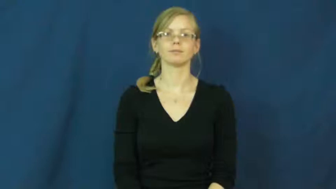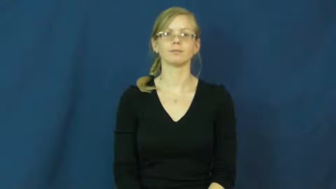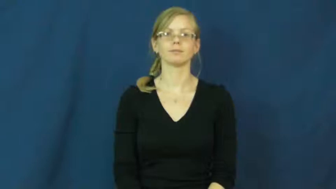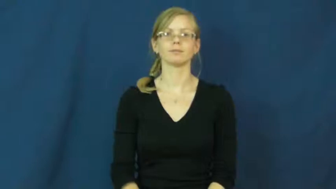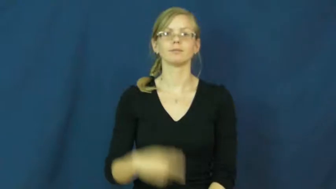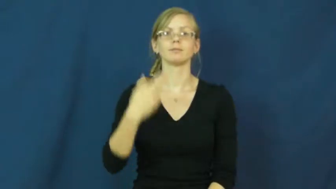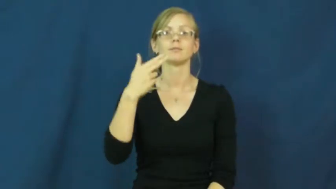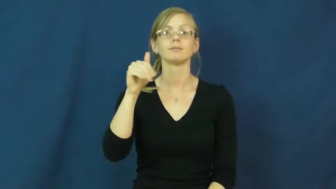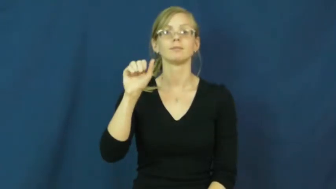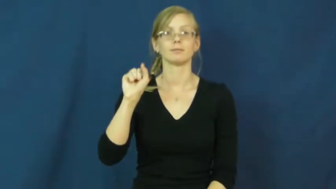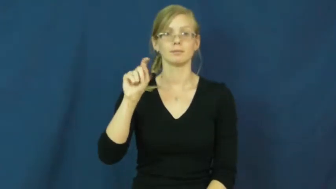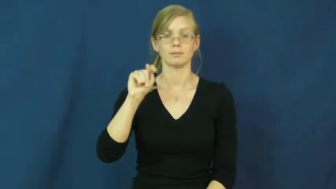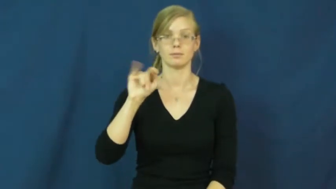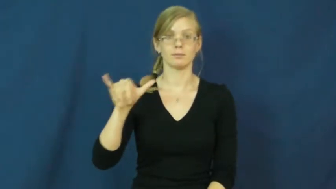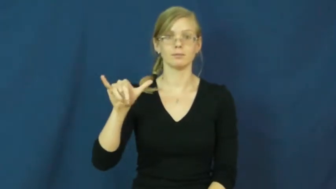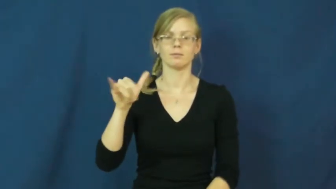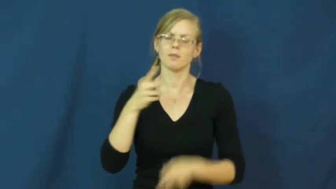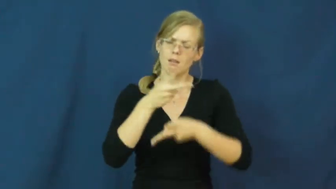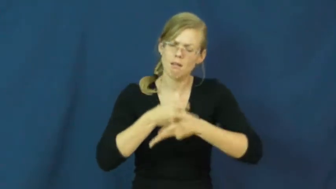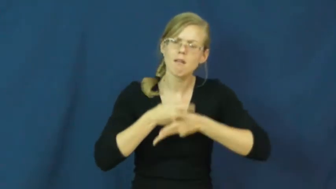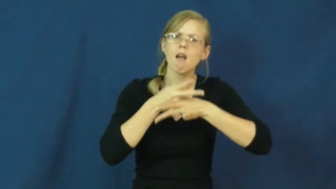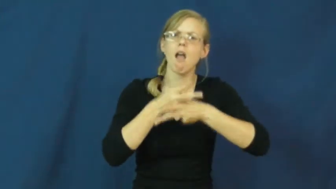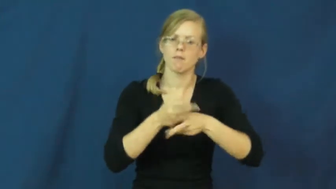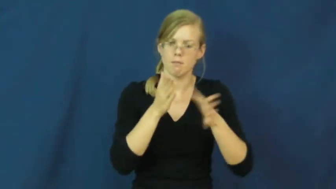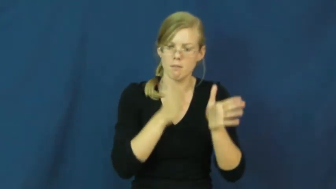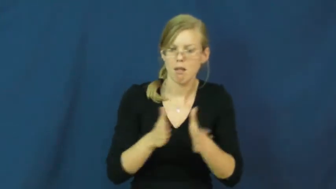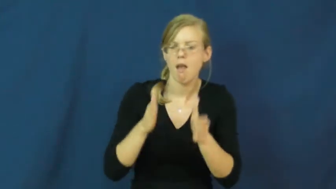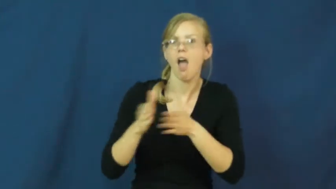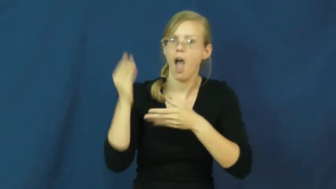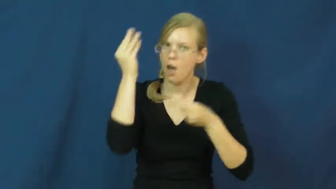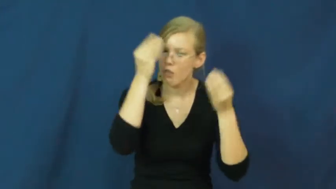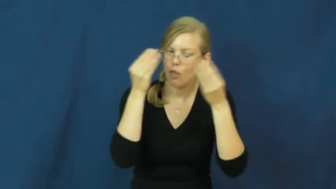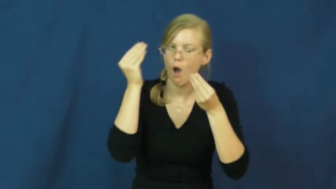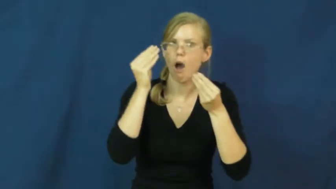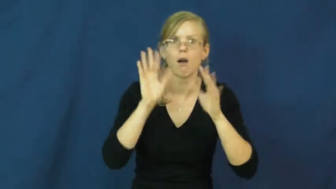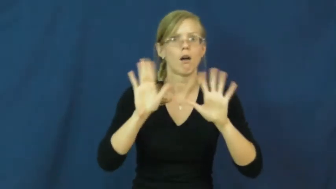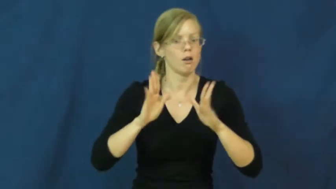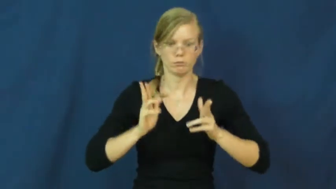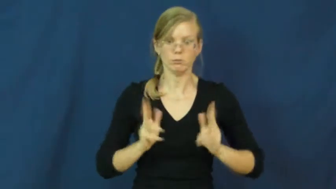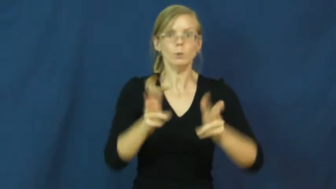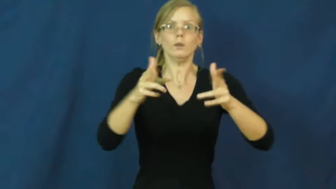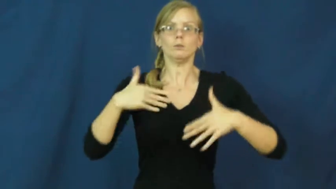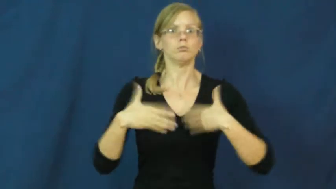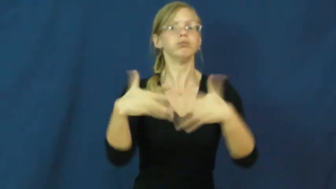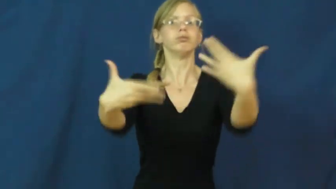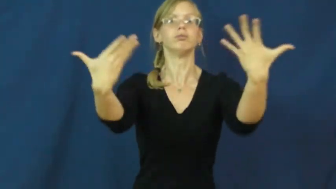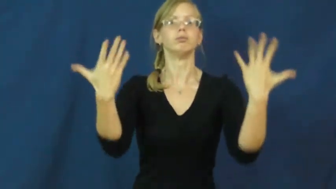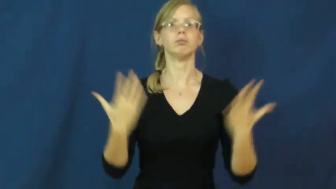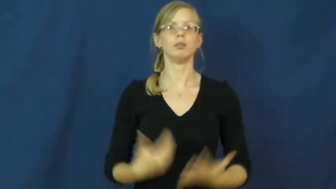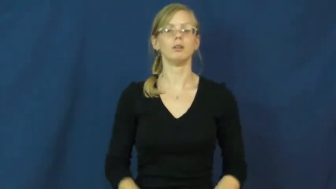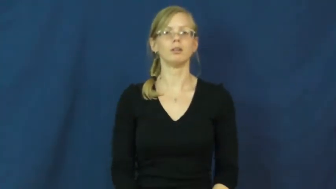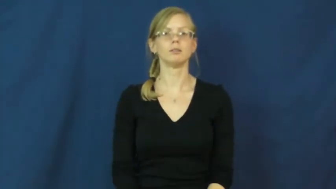hasty,haste,posthaste